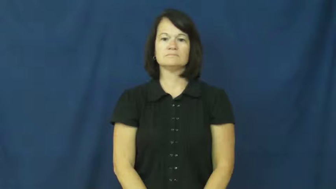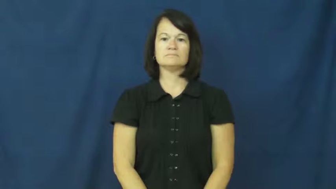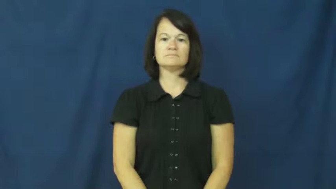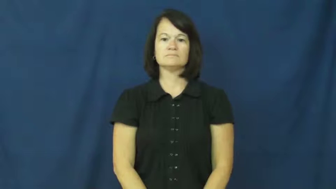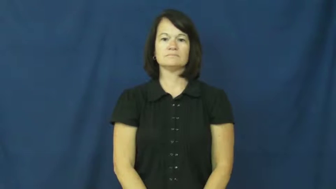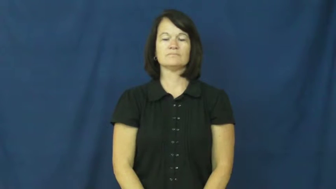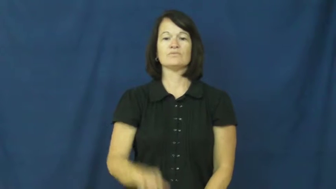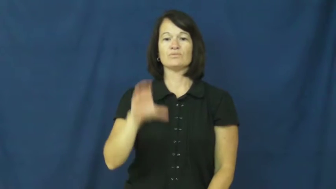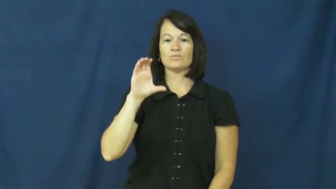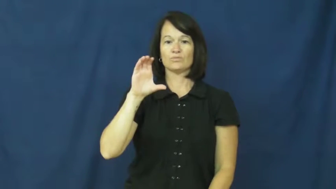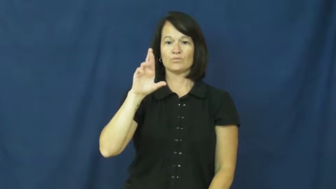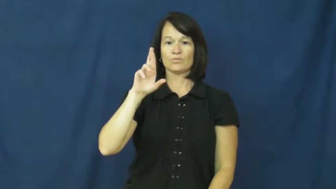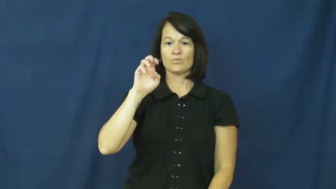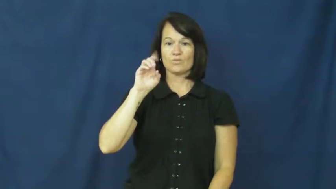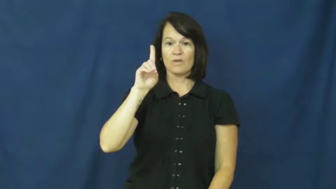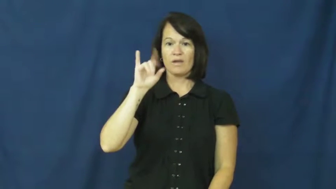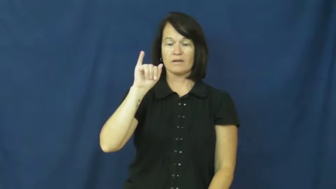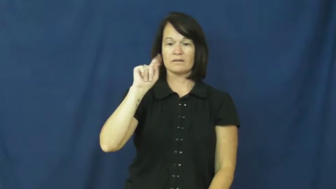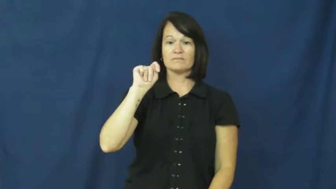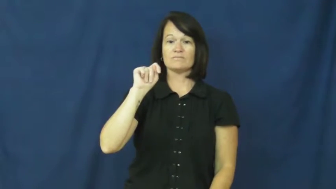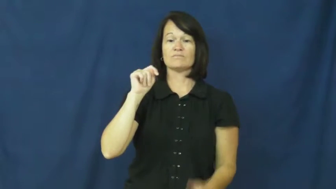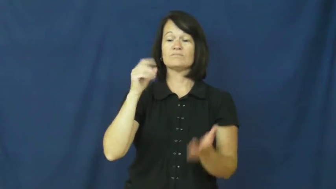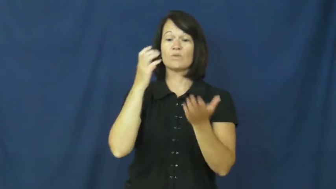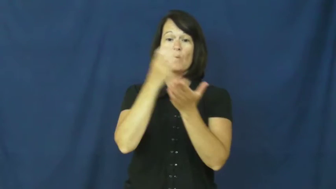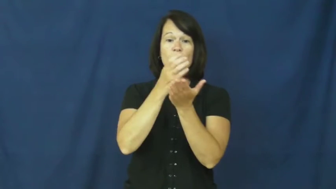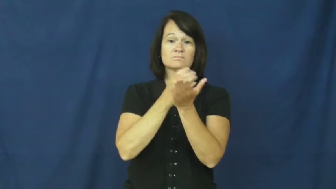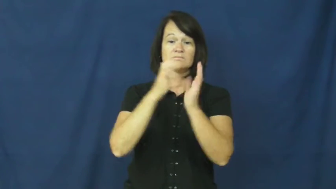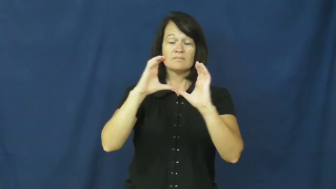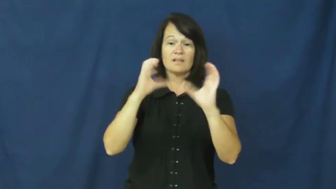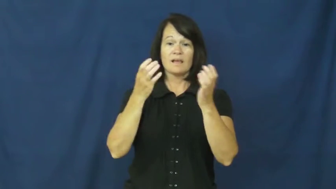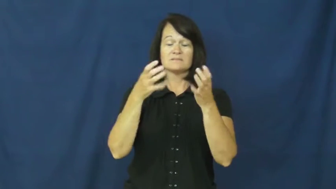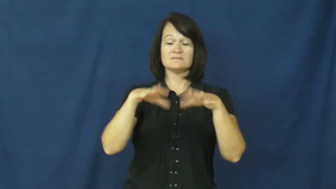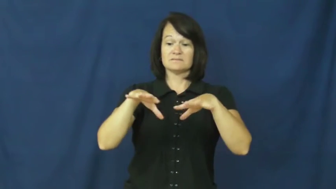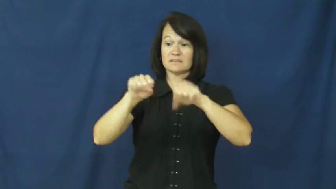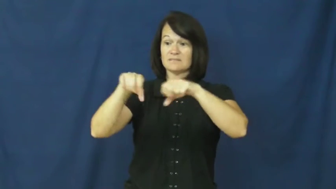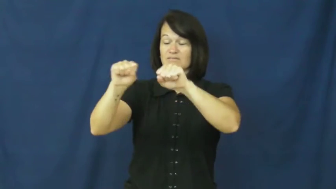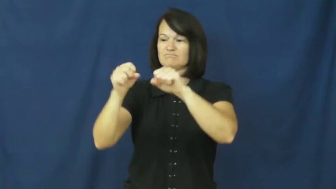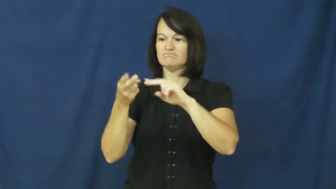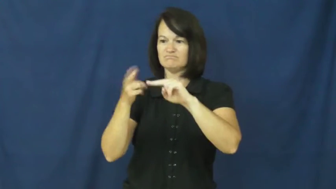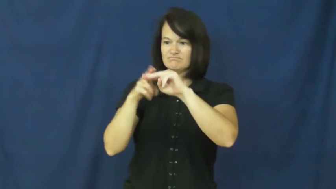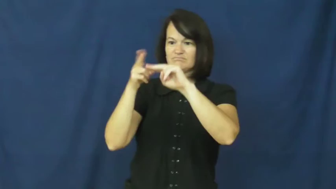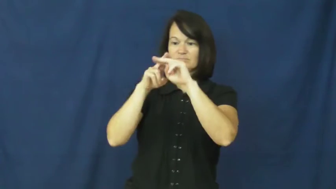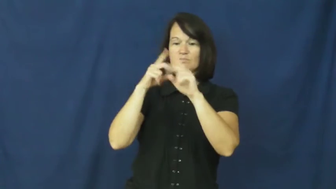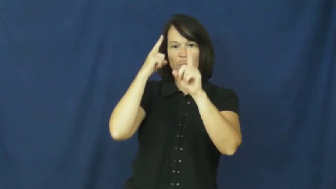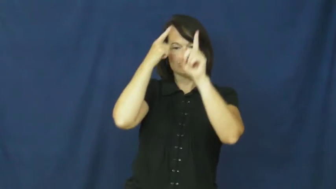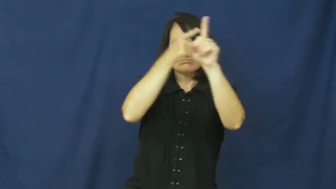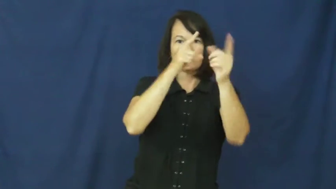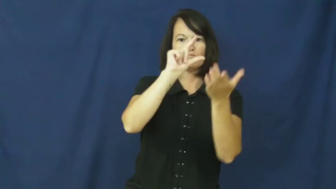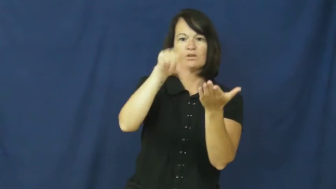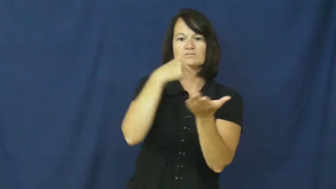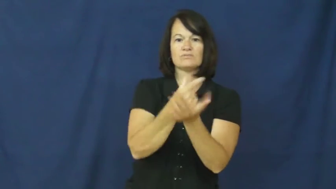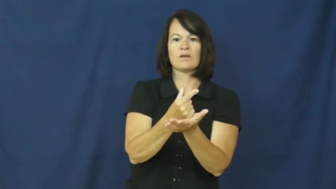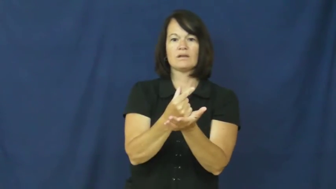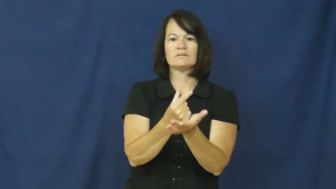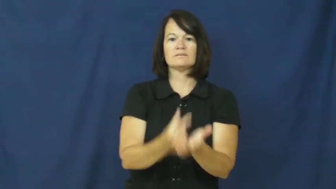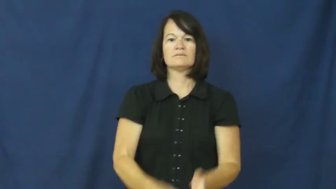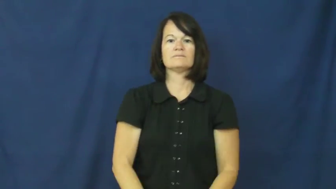credit-class